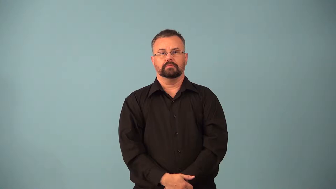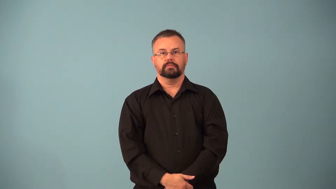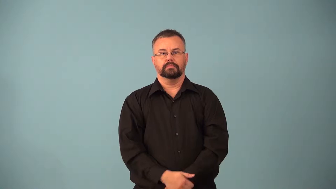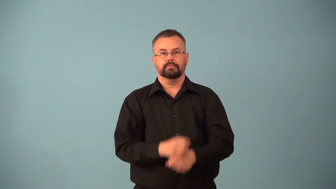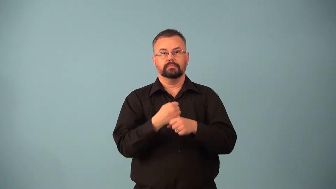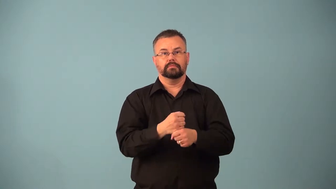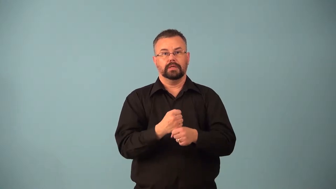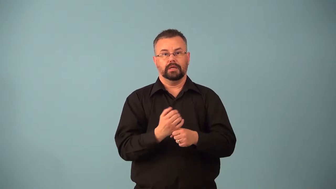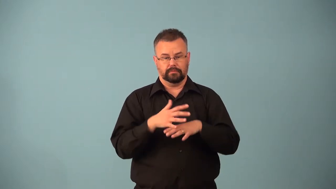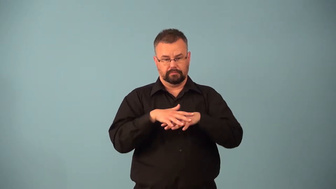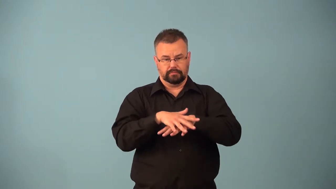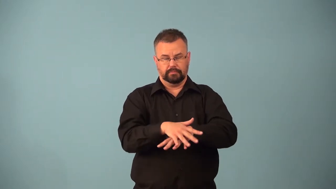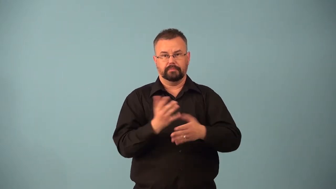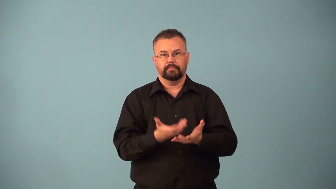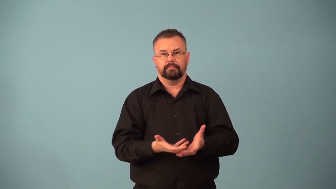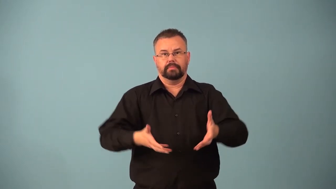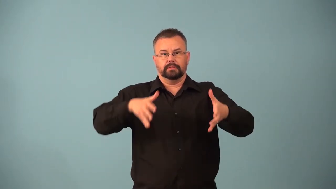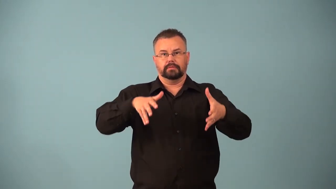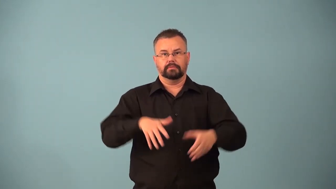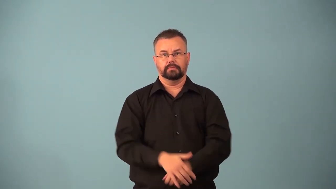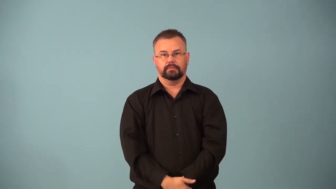basketry,basketwork